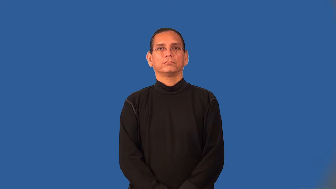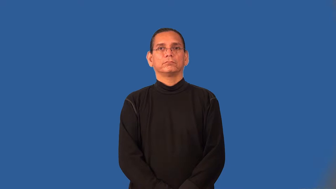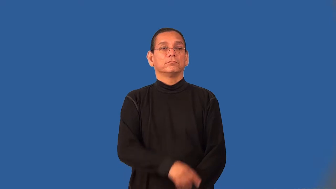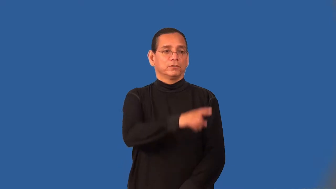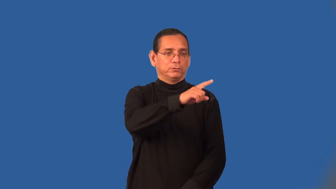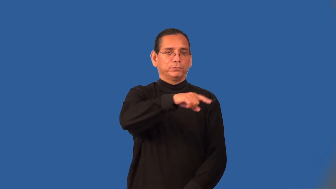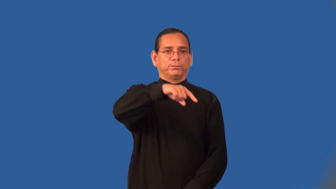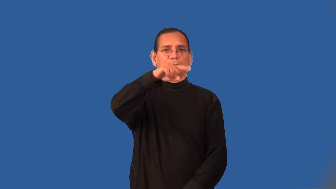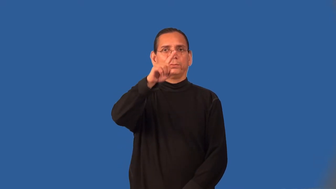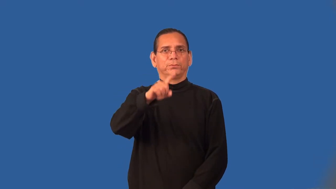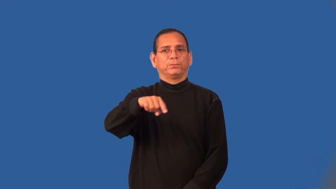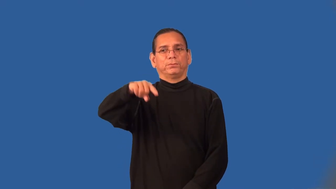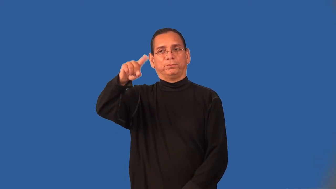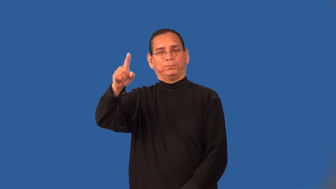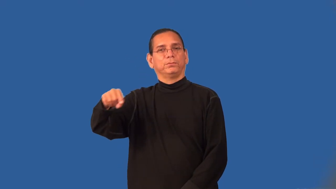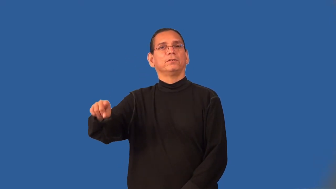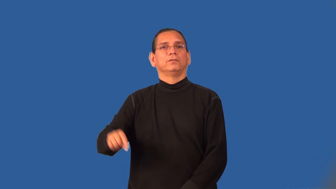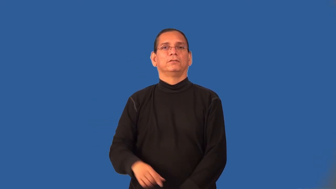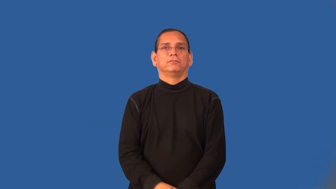undulate